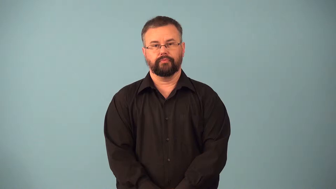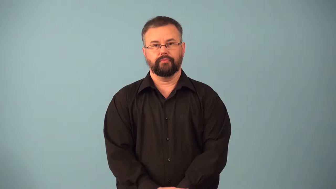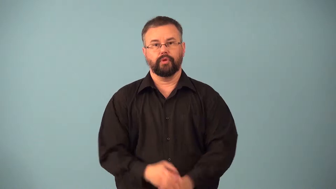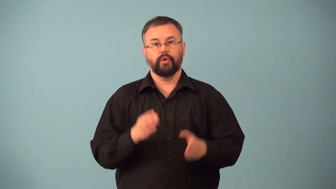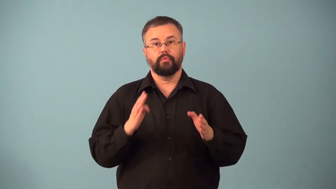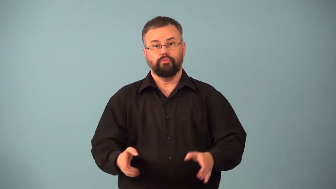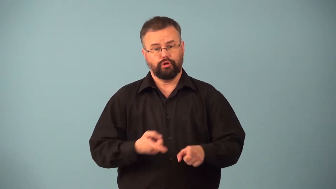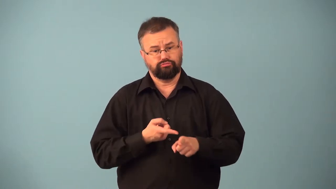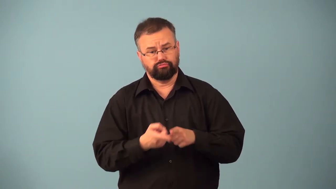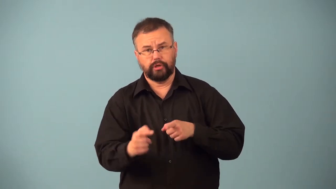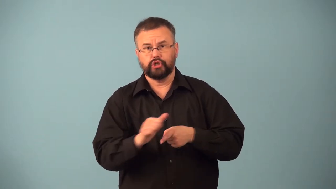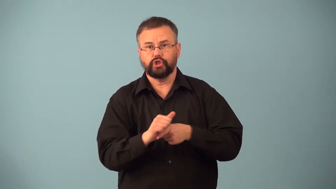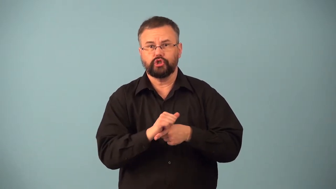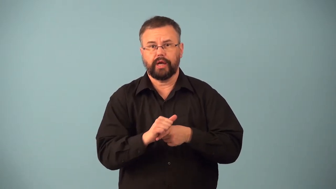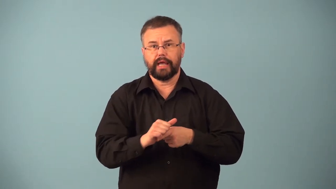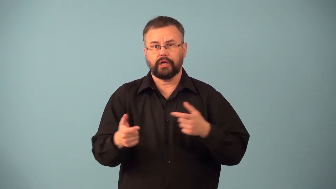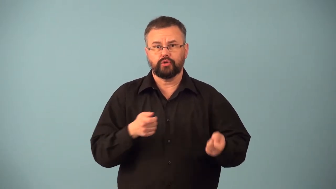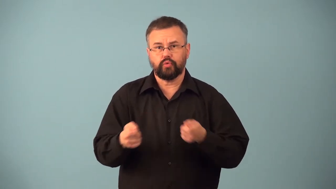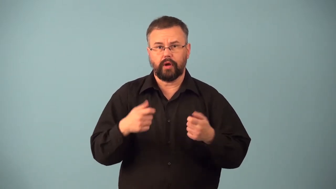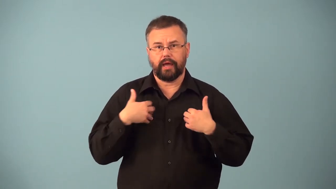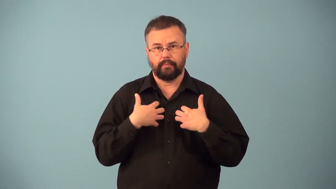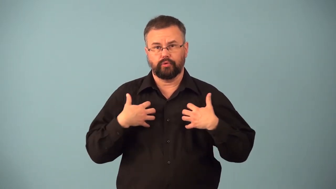handler-animals